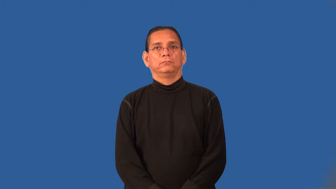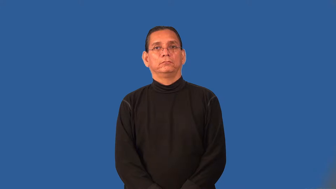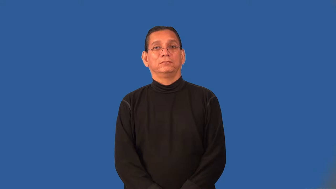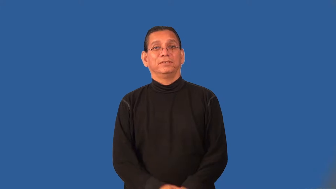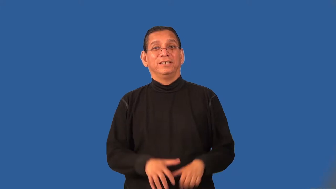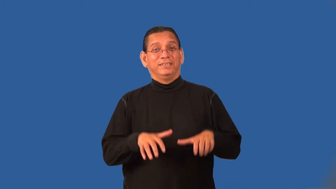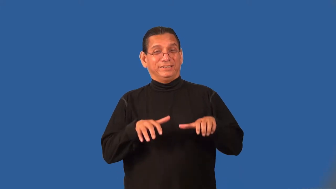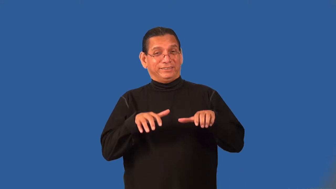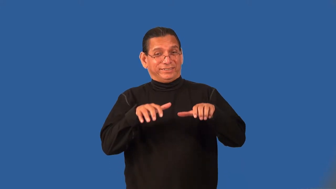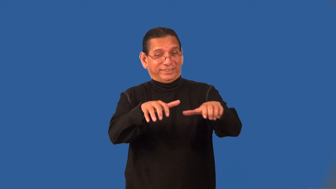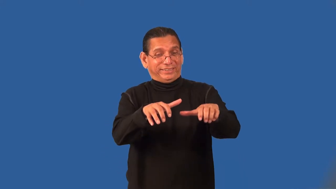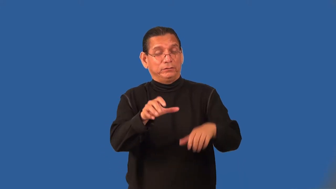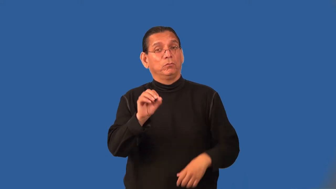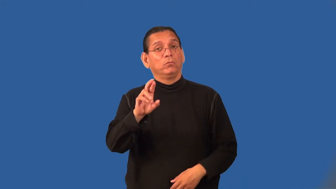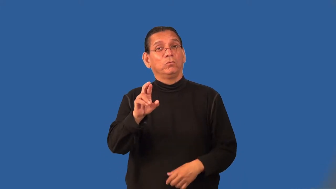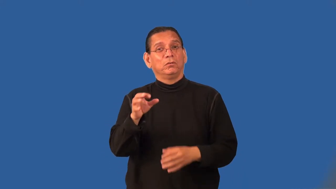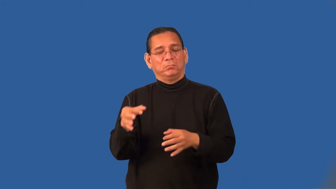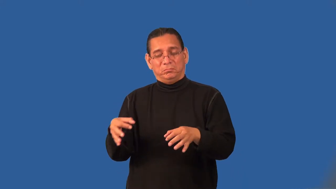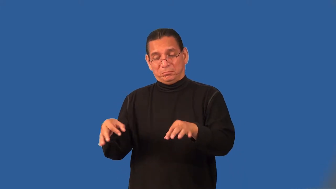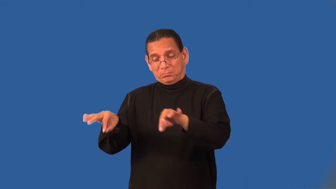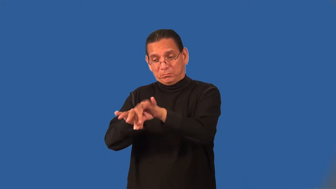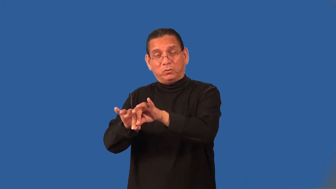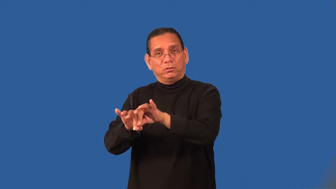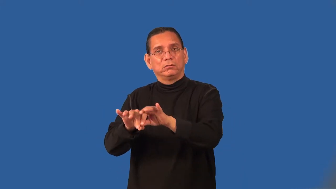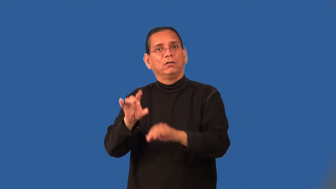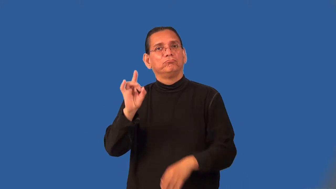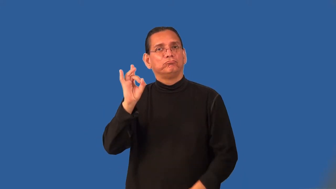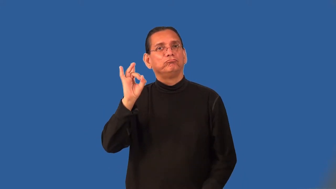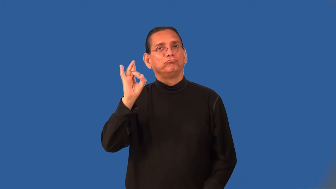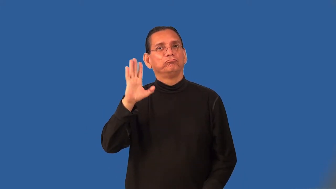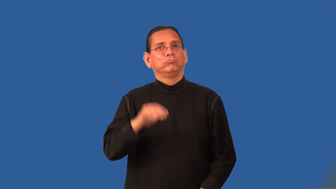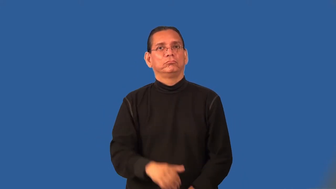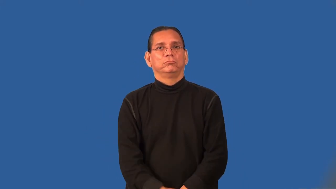preponderance